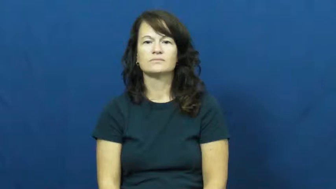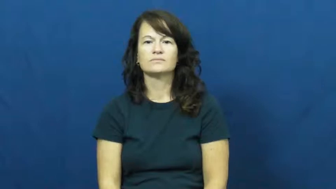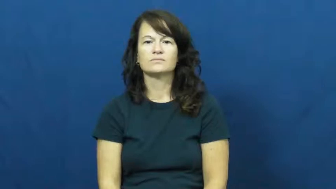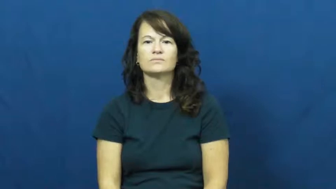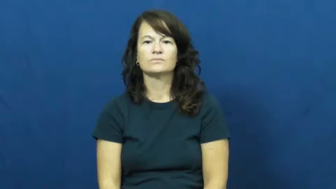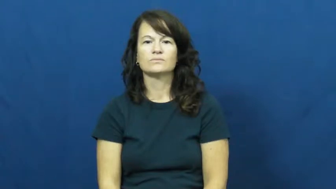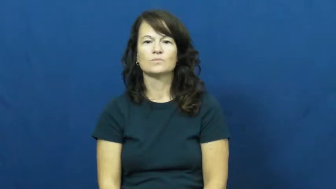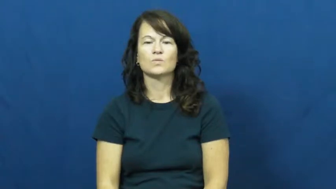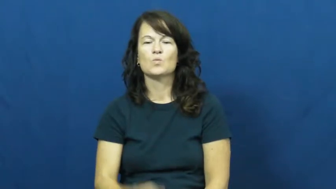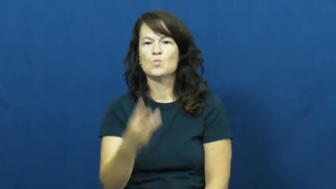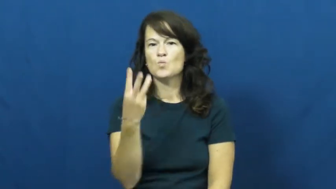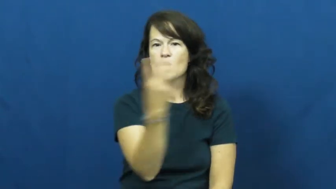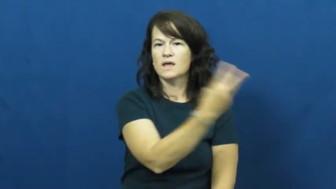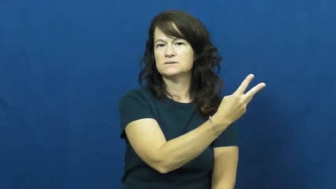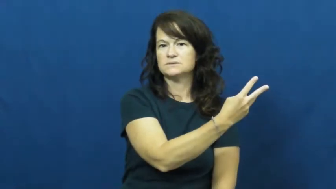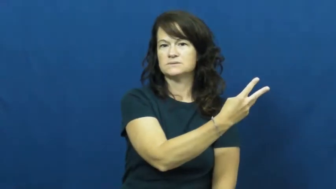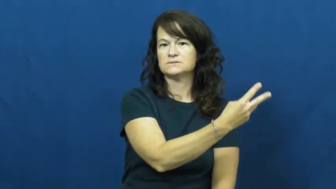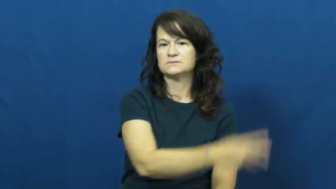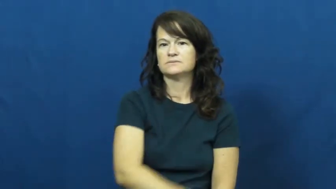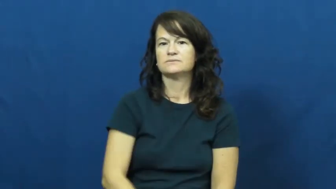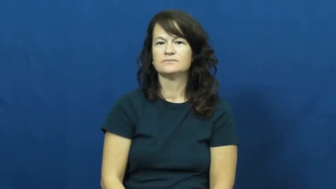west